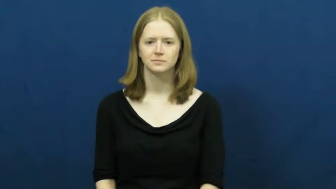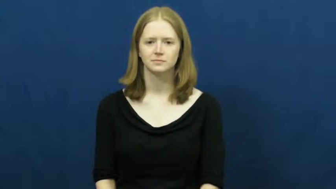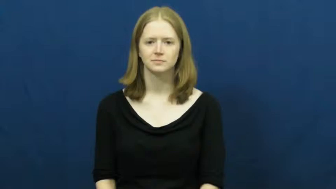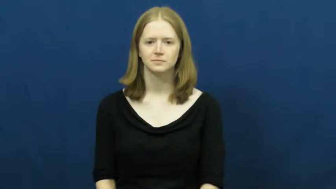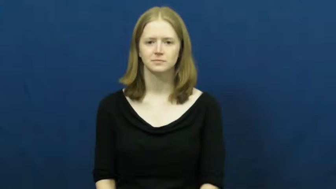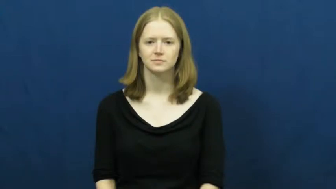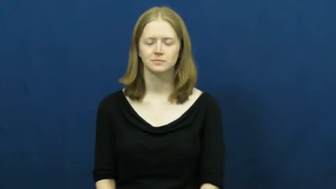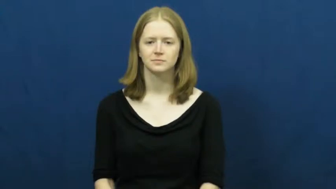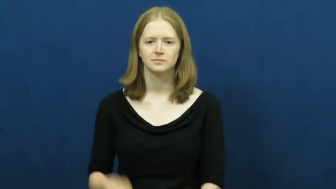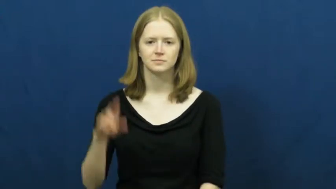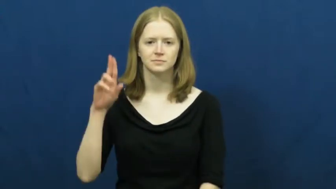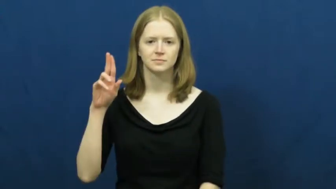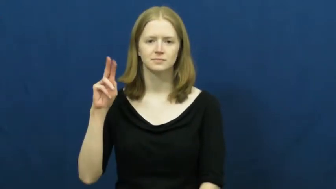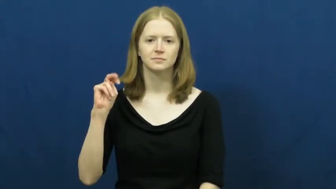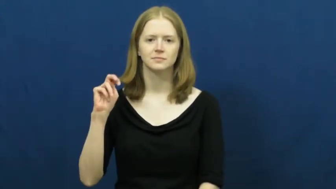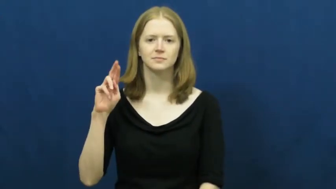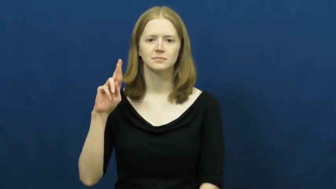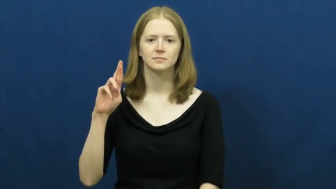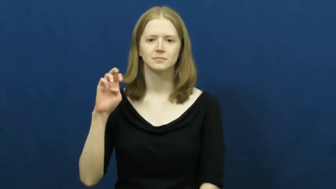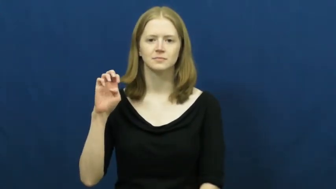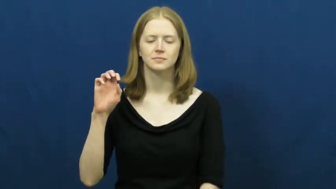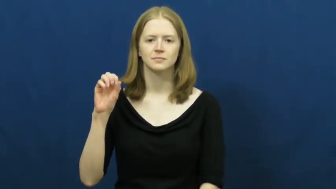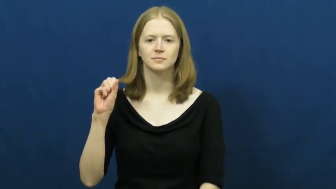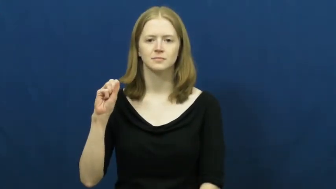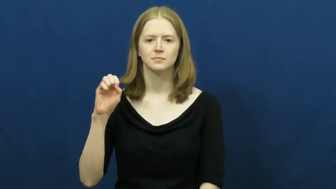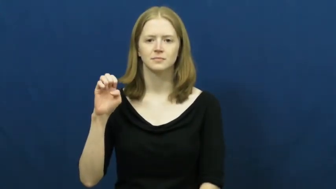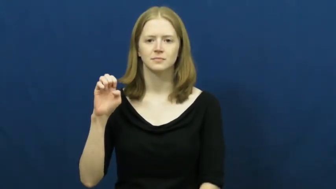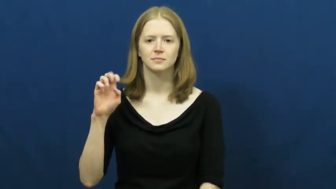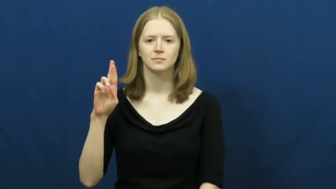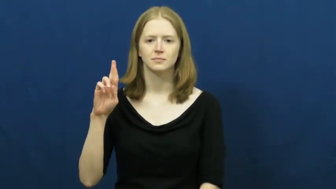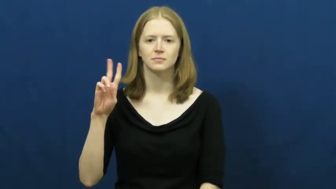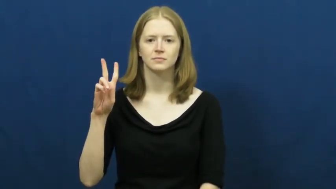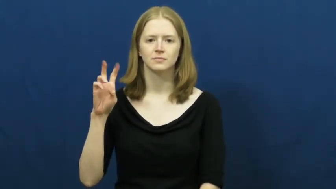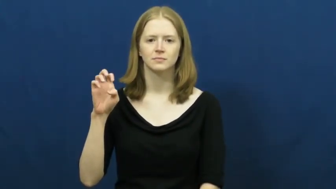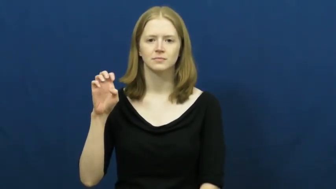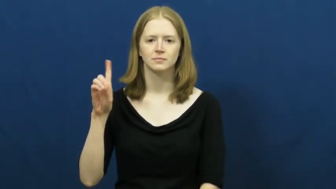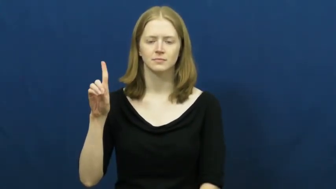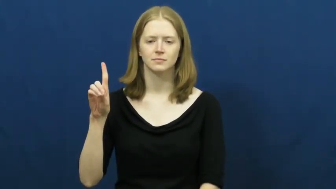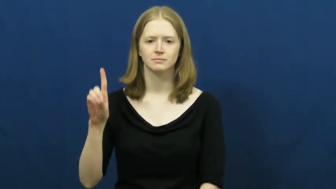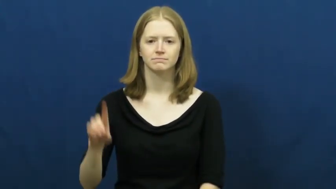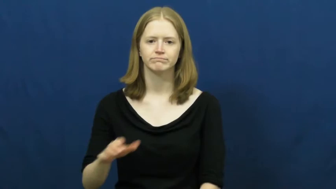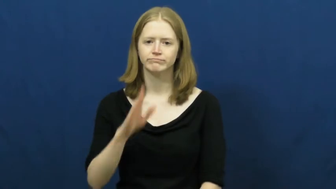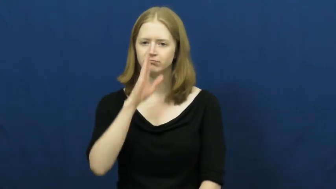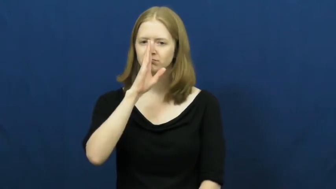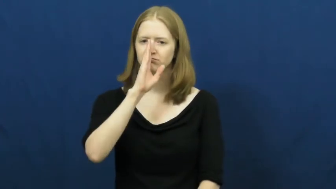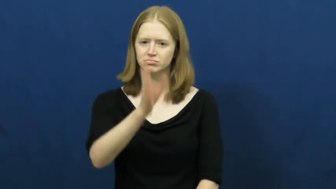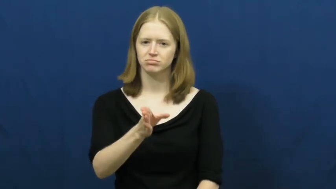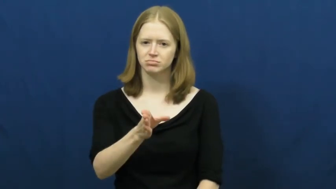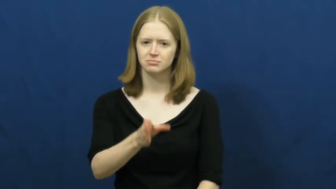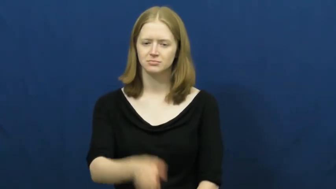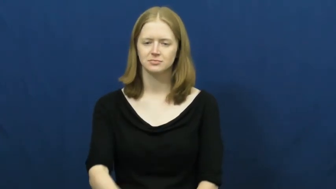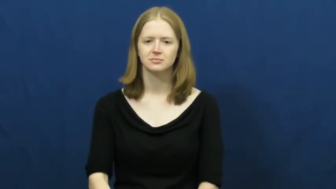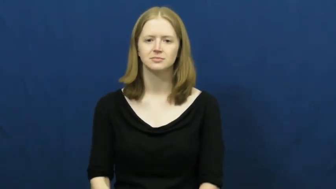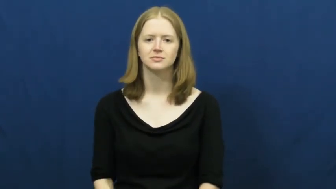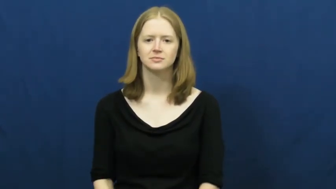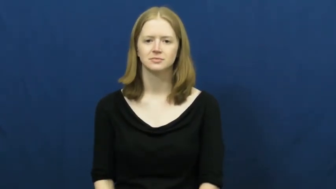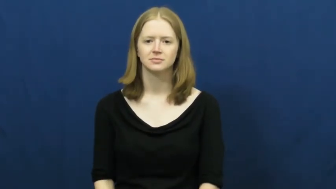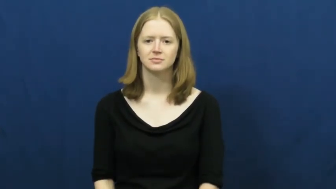unreserved